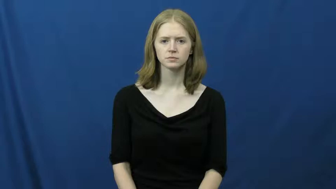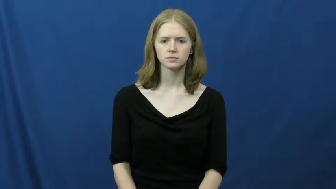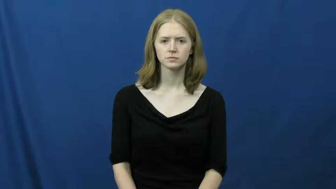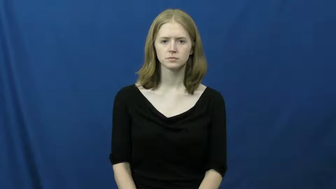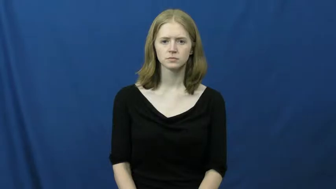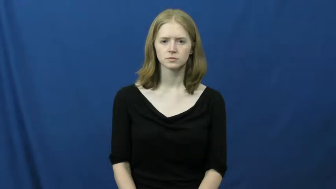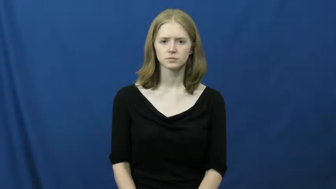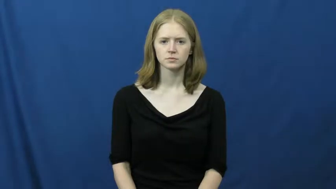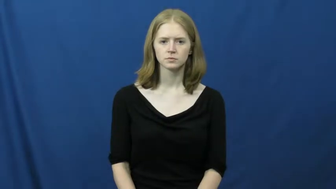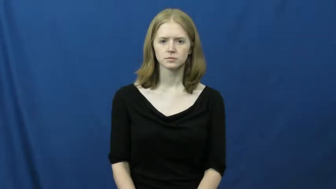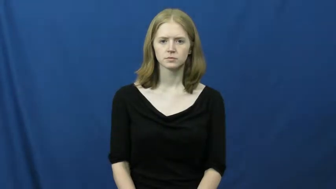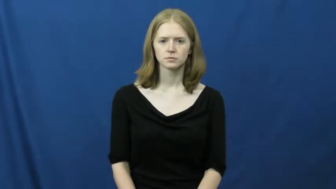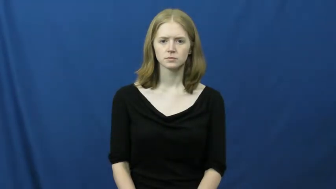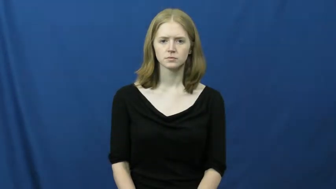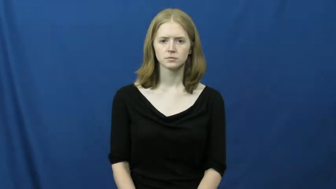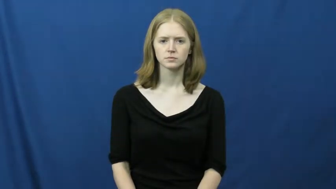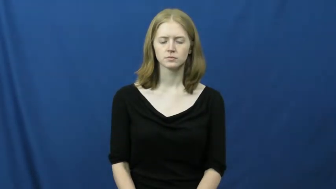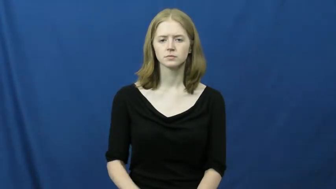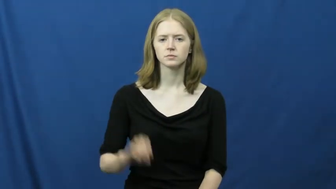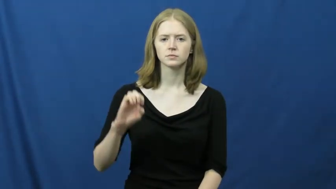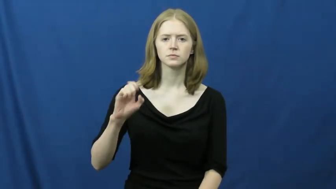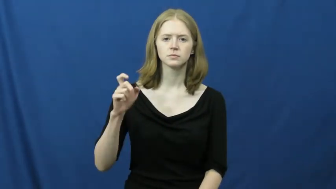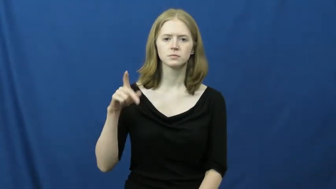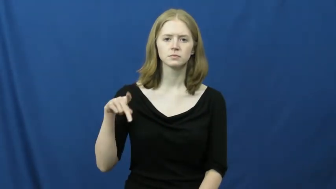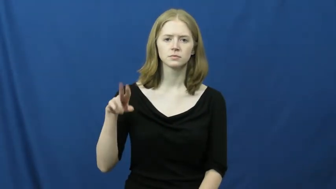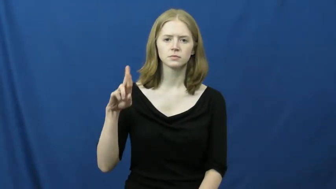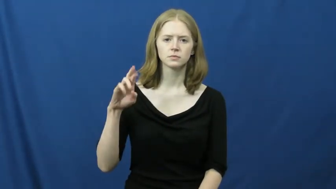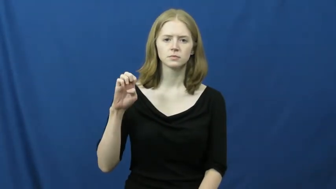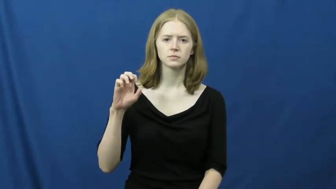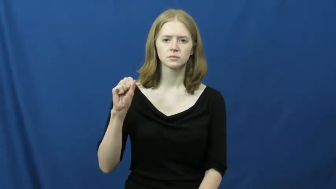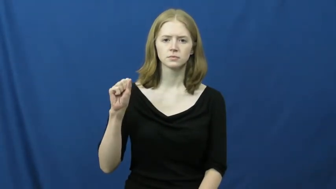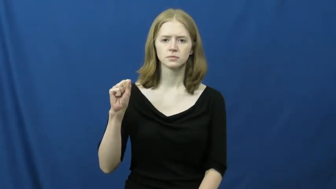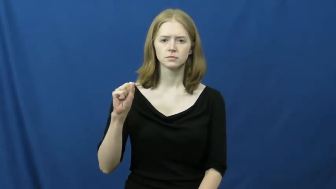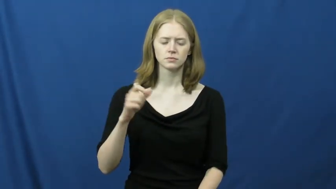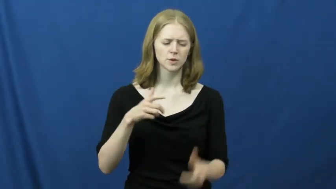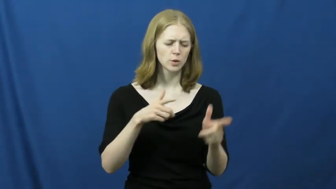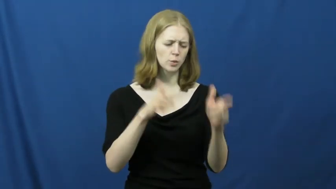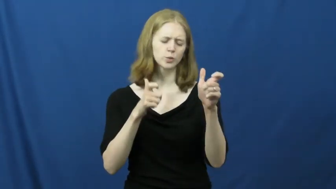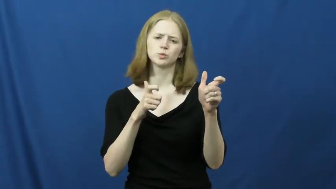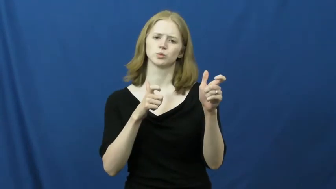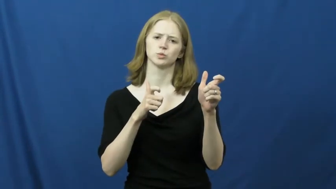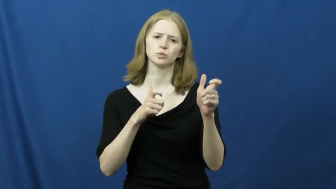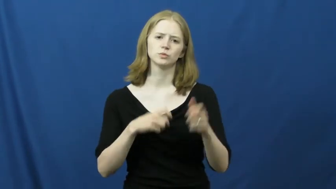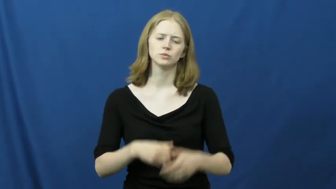express-fast